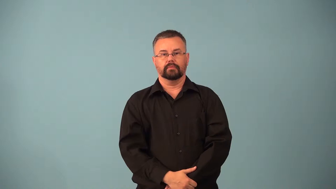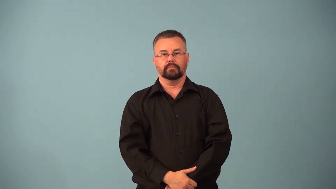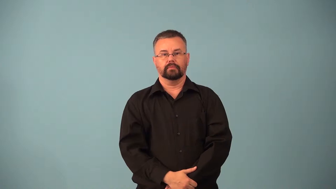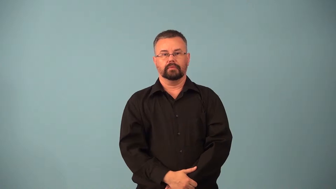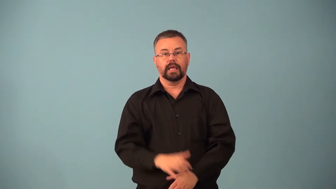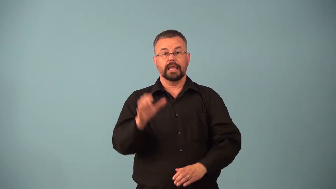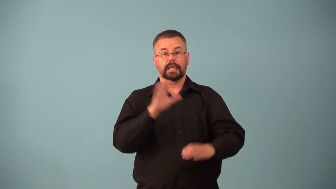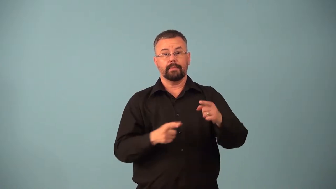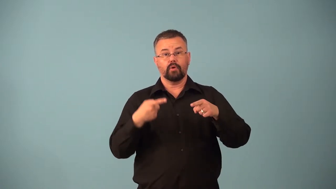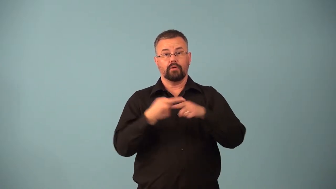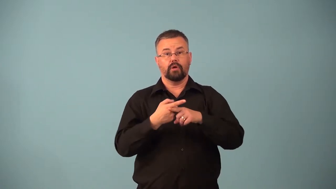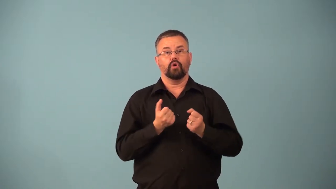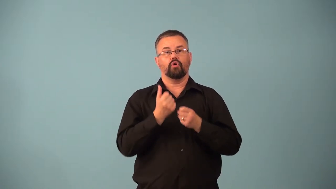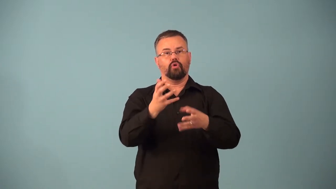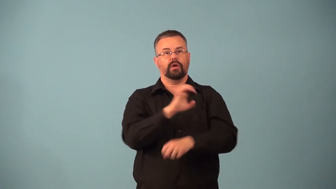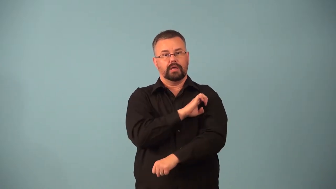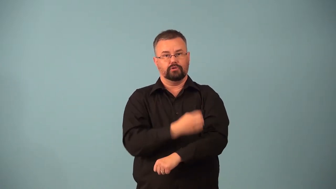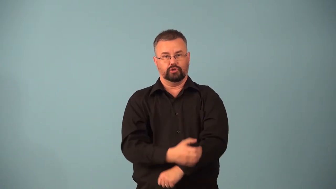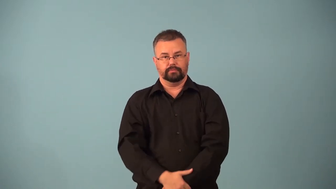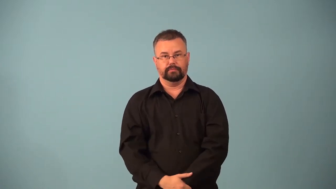exergonic